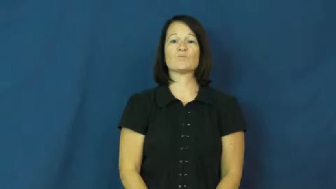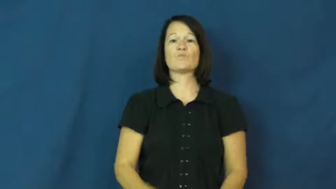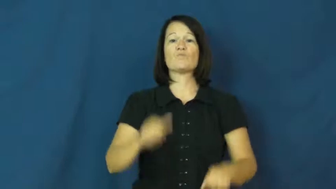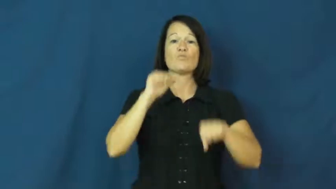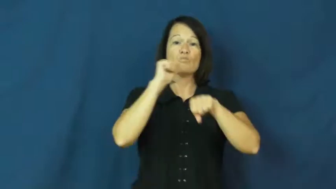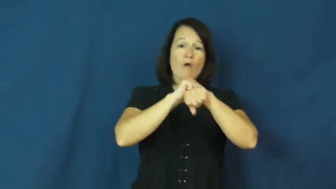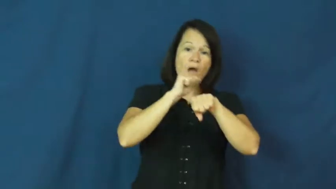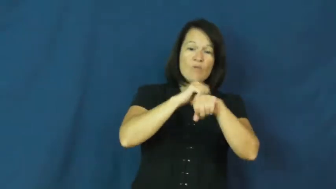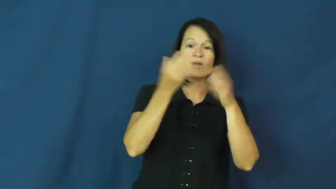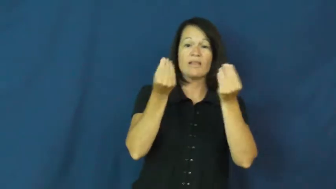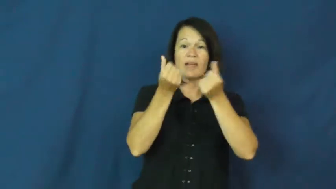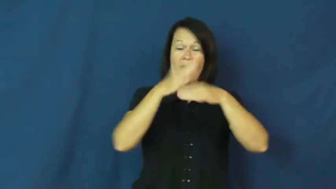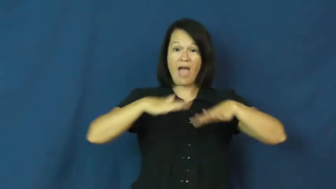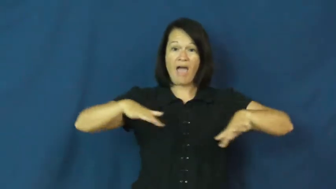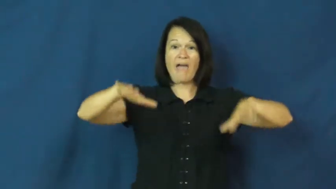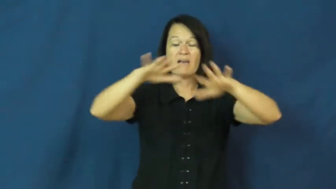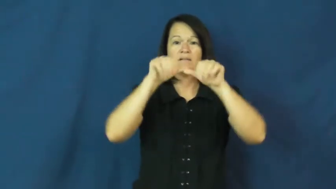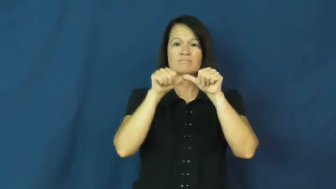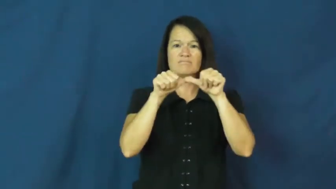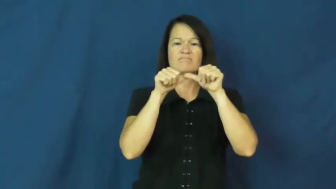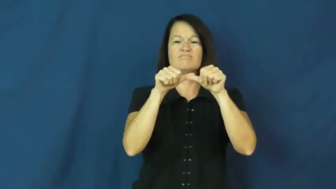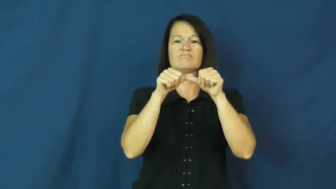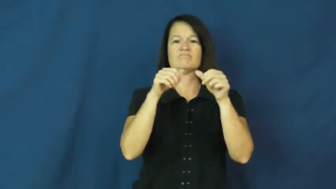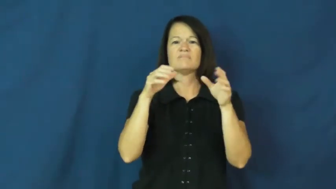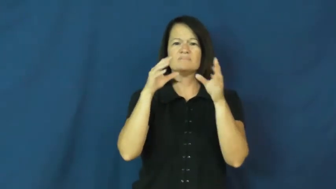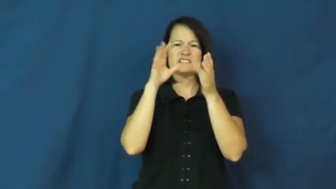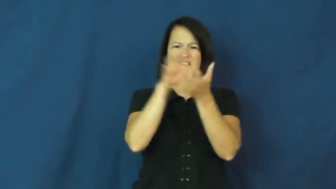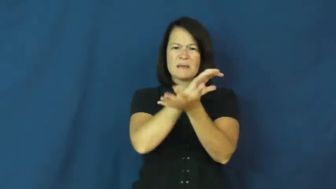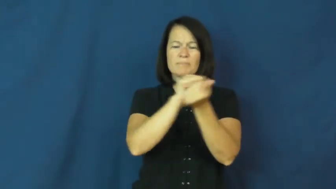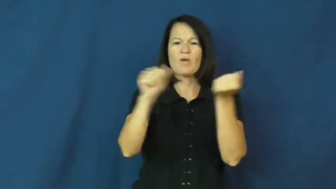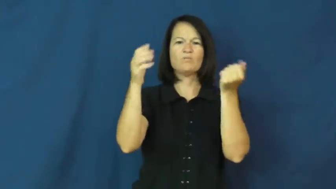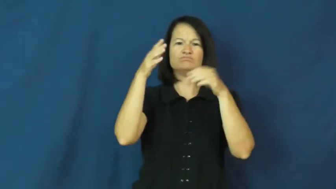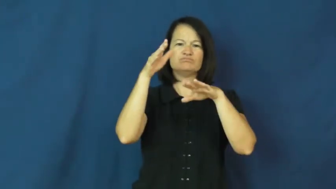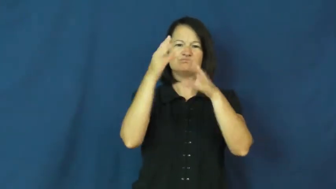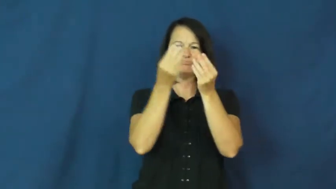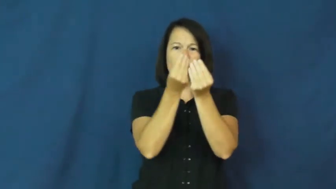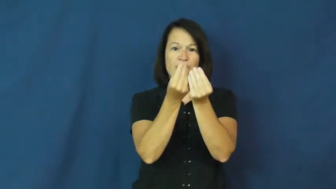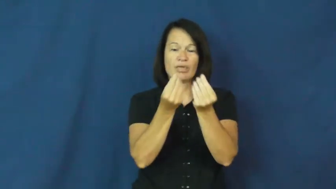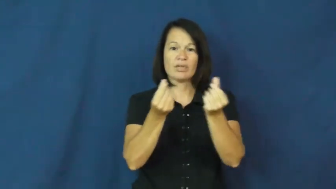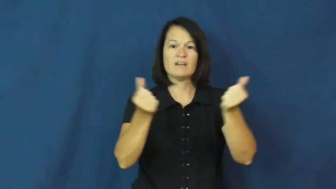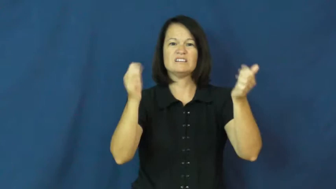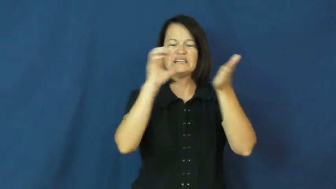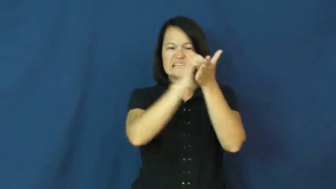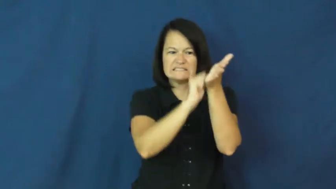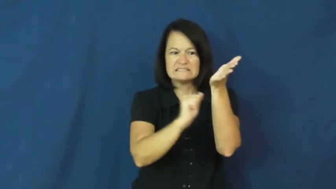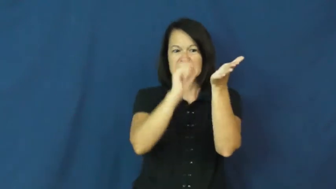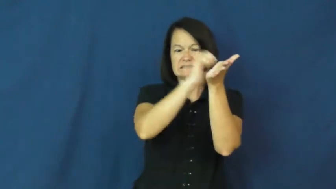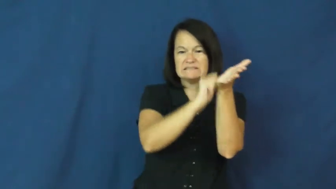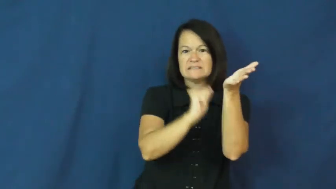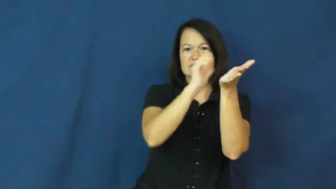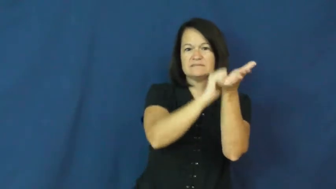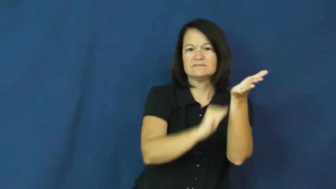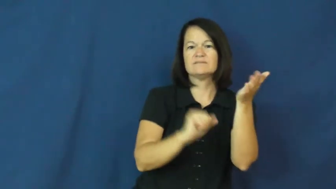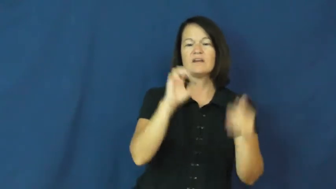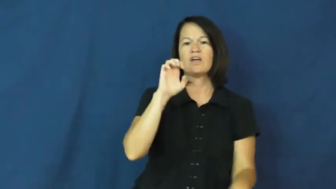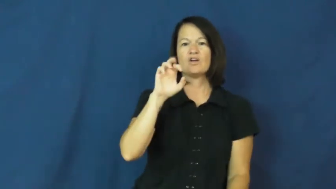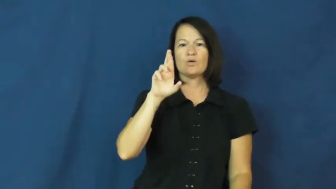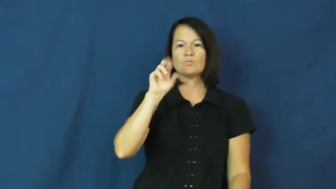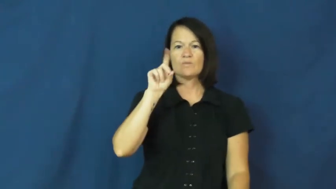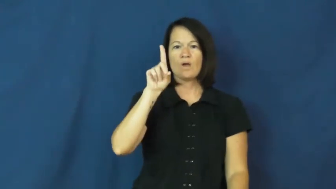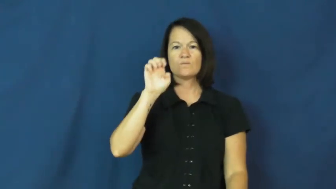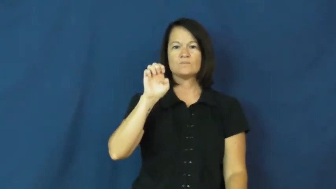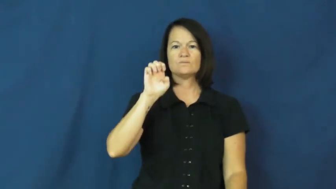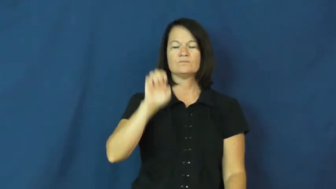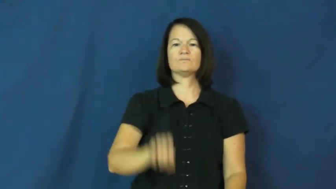erode,wear away,wear down,eat away at,eat away,ablate